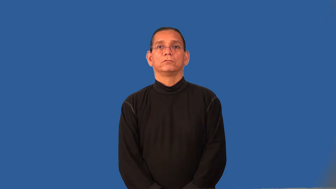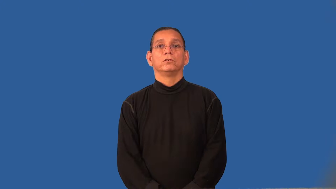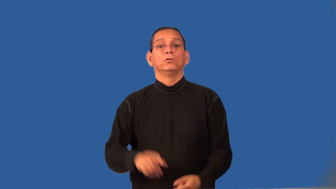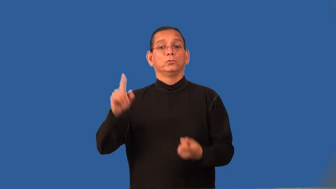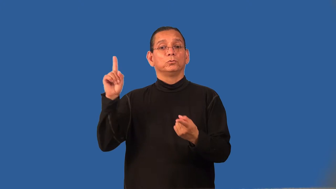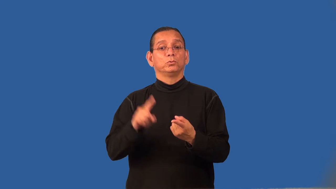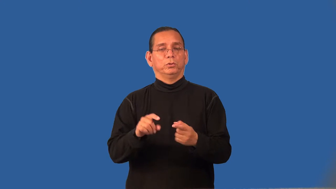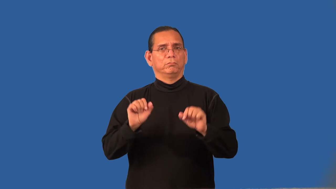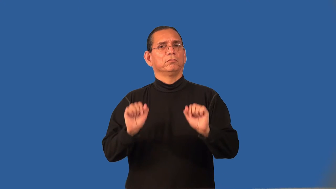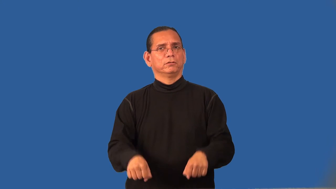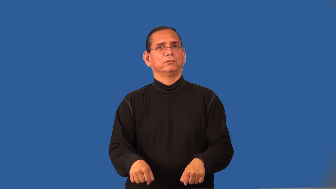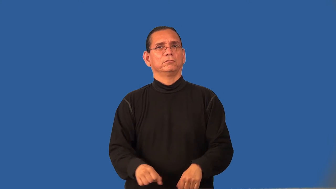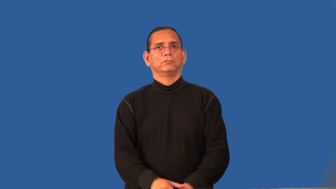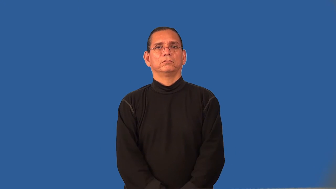reducible